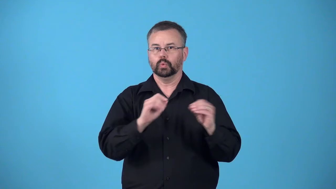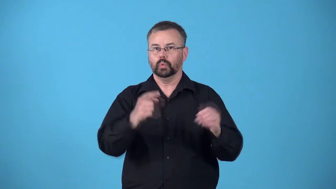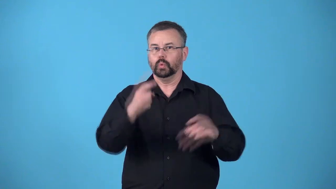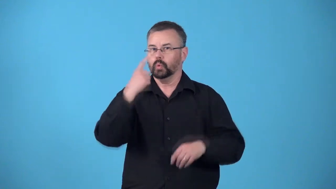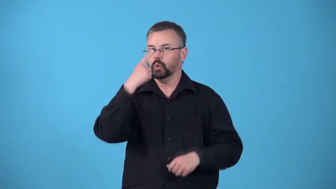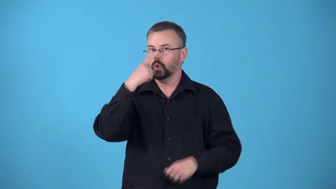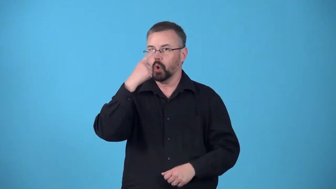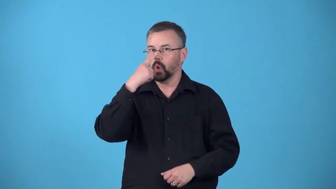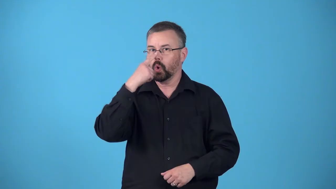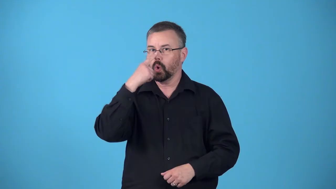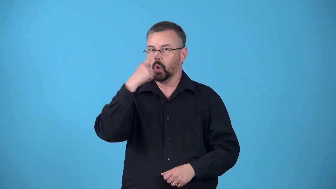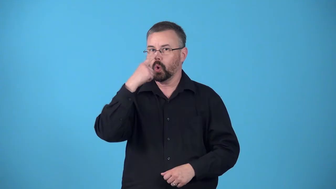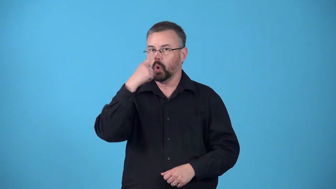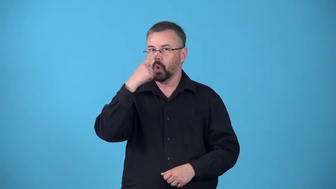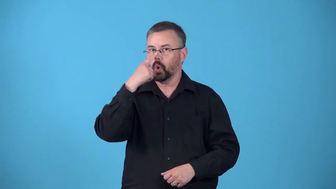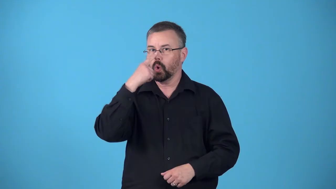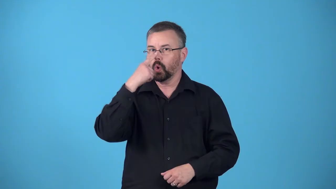nose guard-football